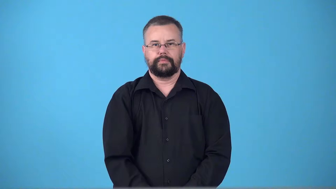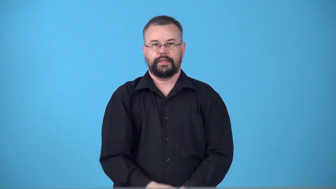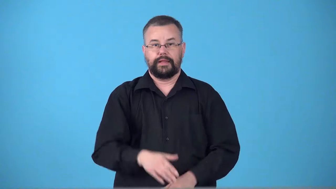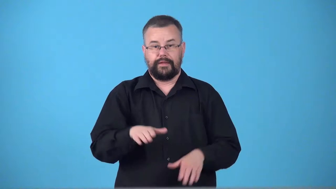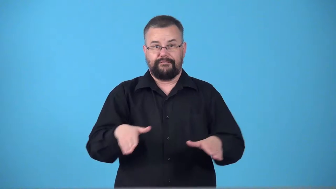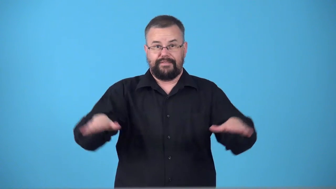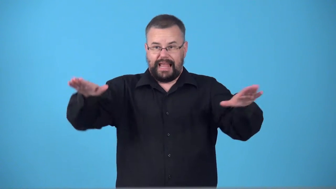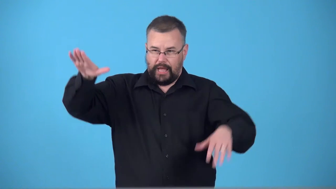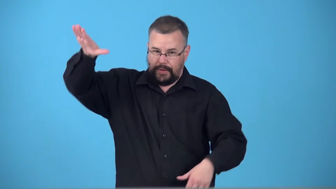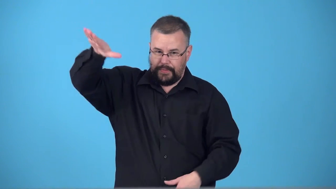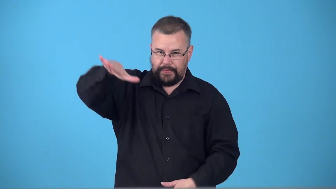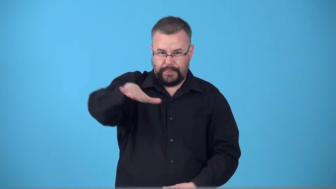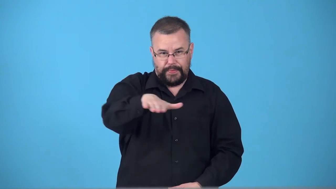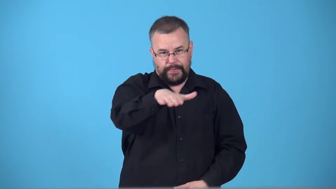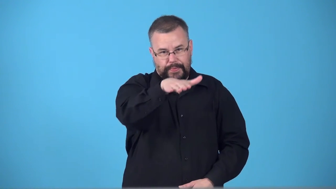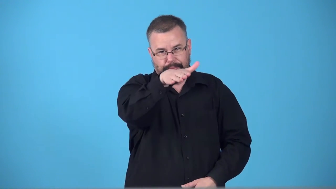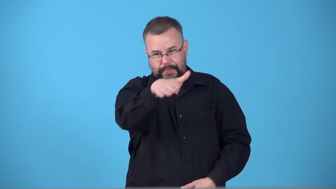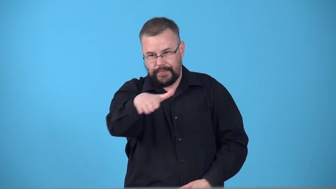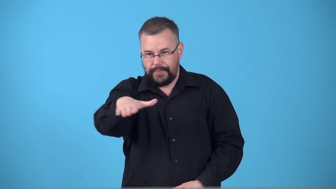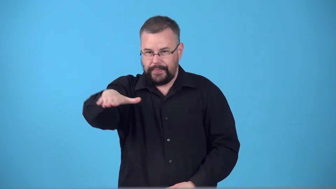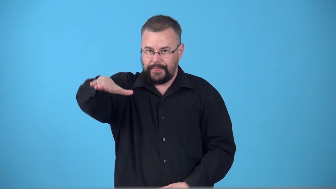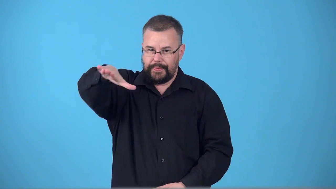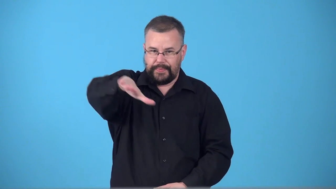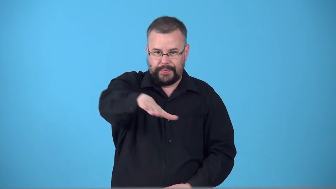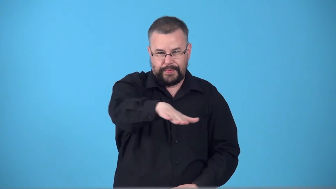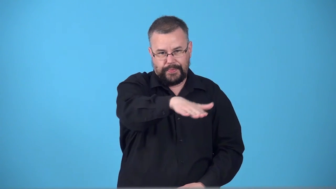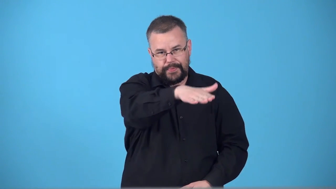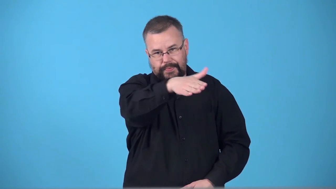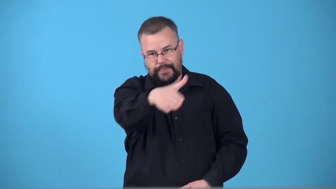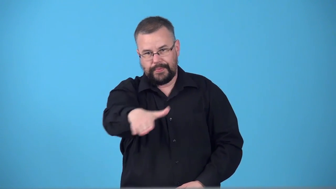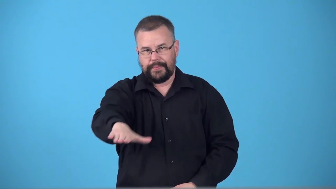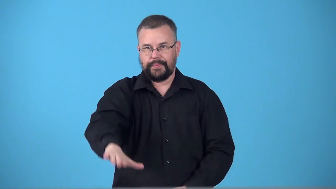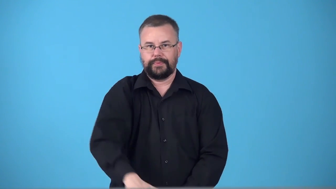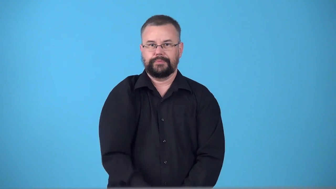swan fly smoothly above